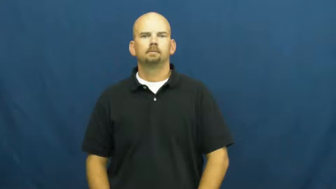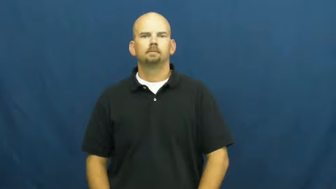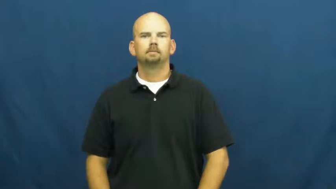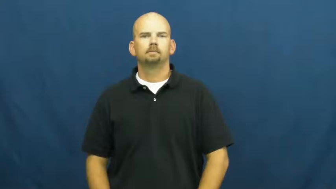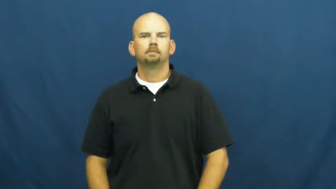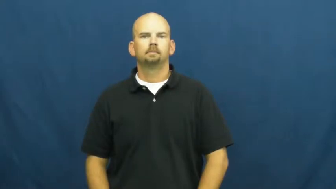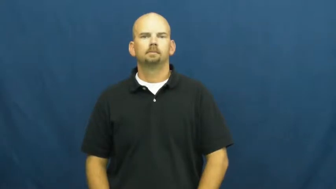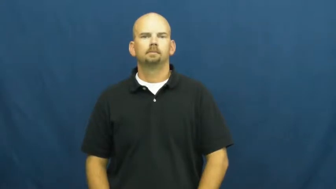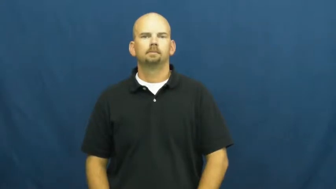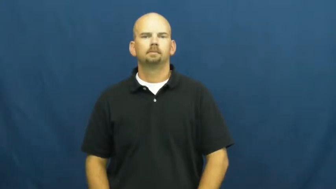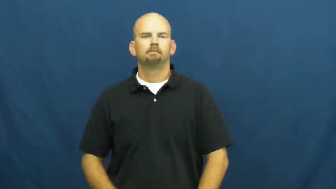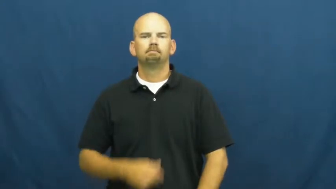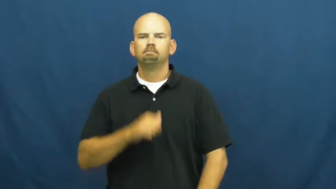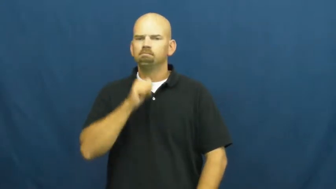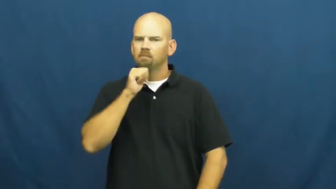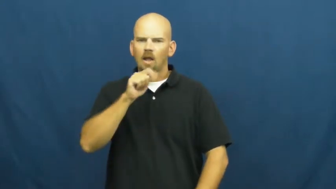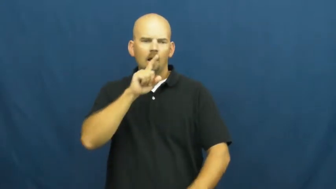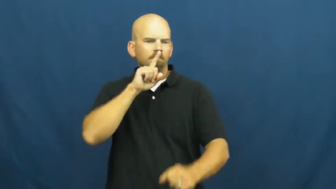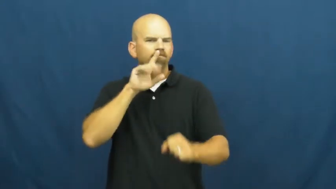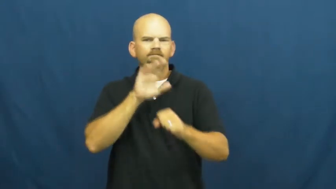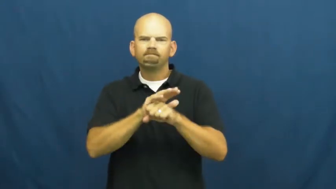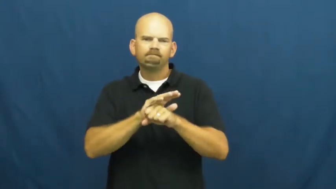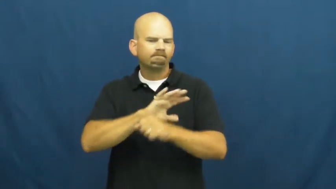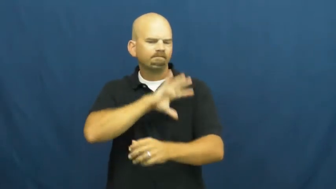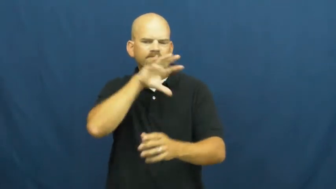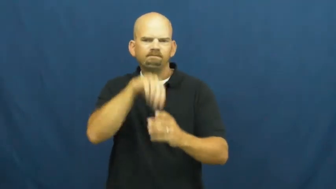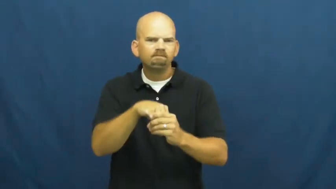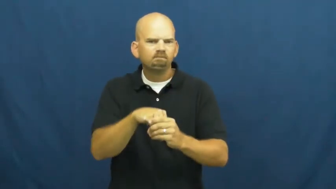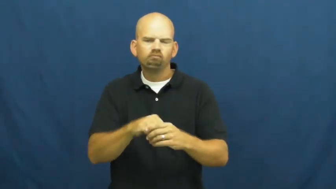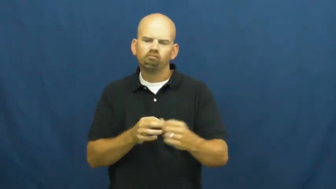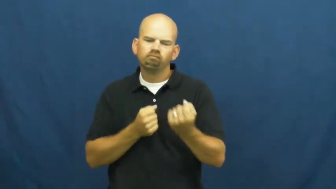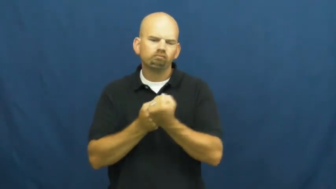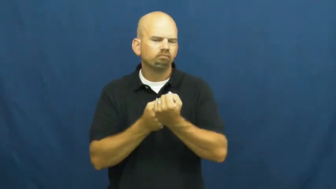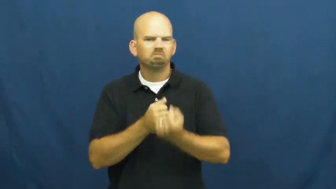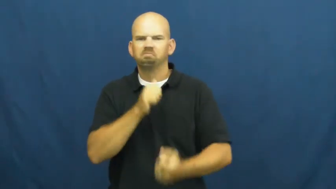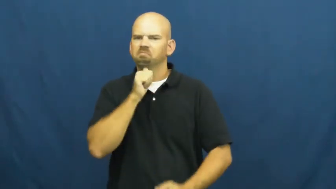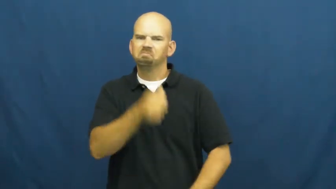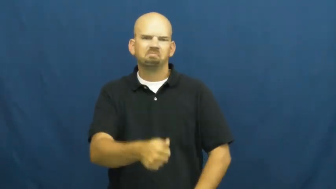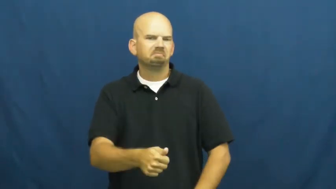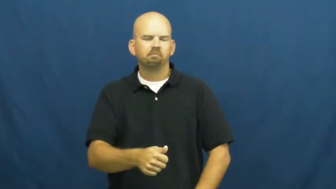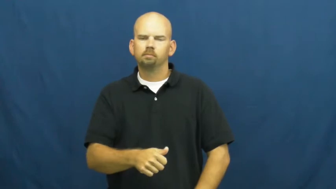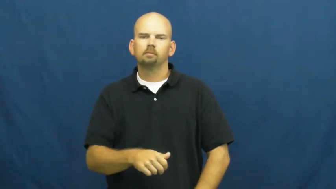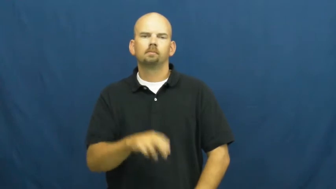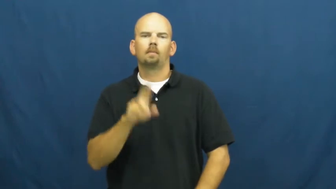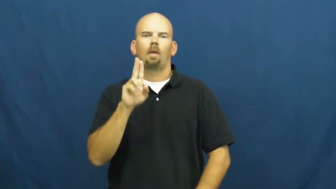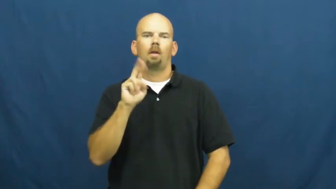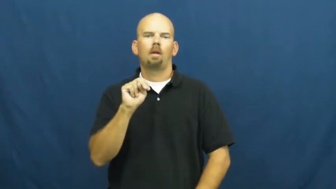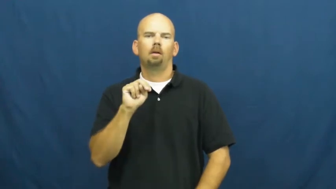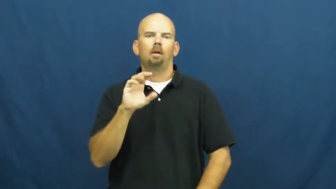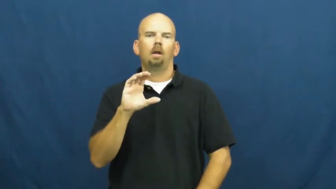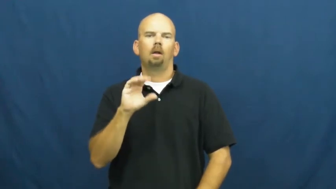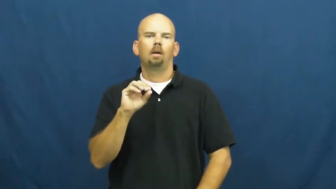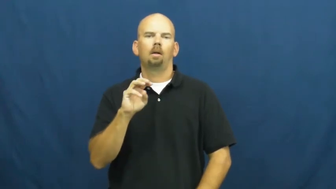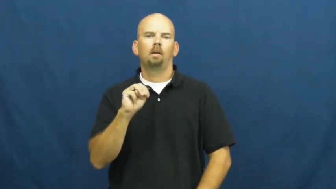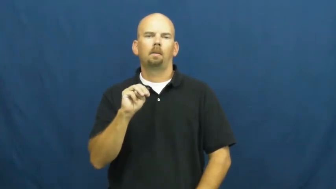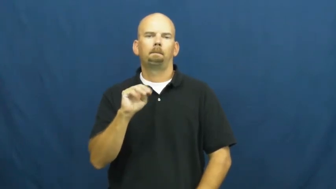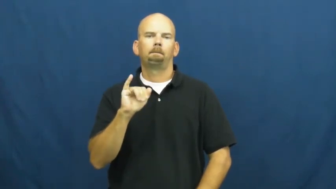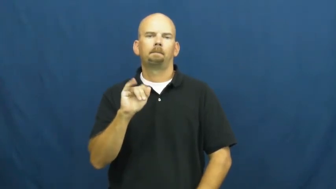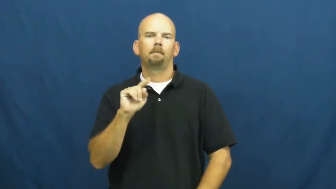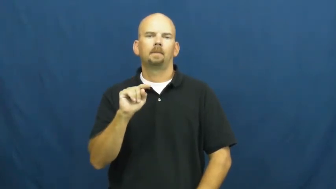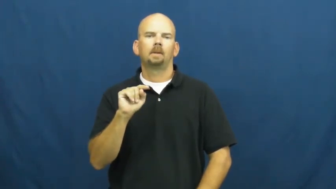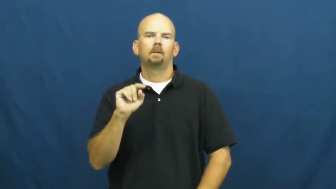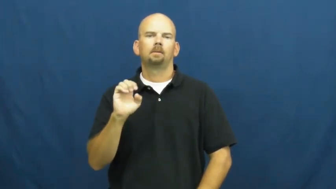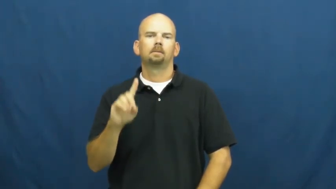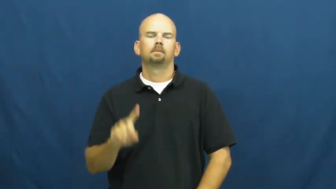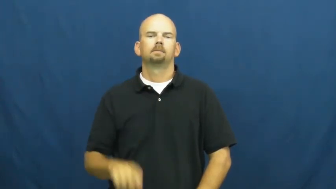uncommited